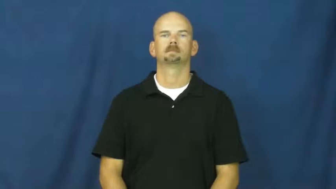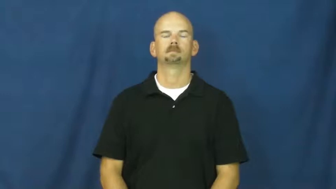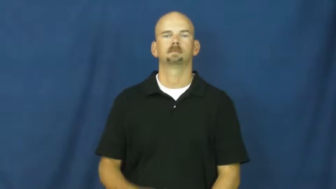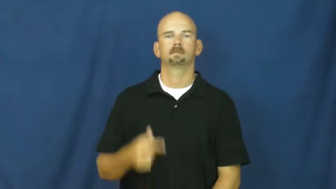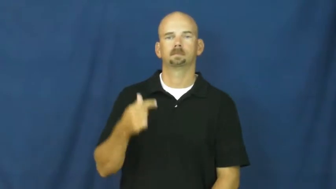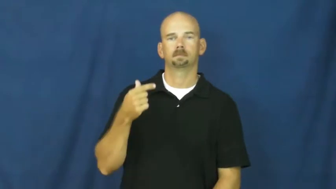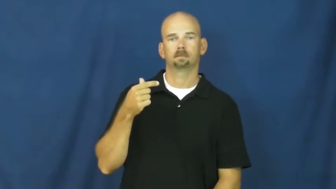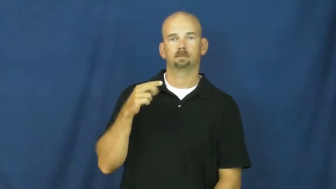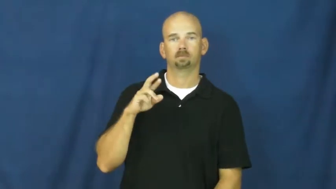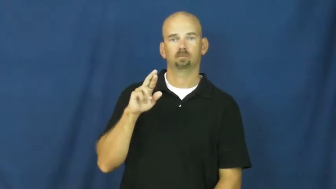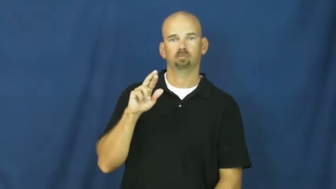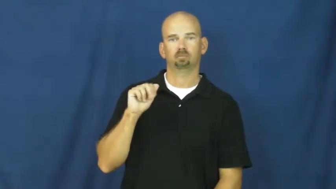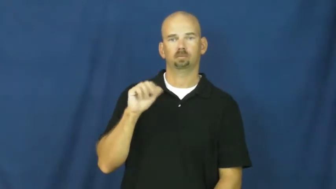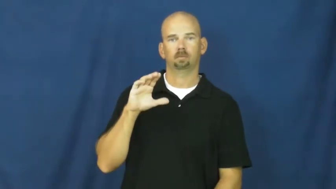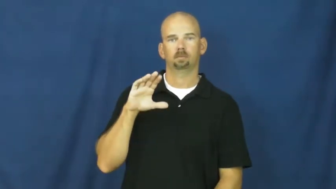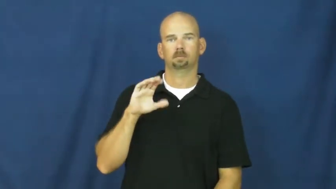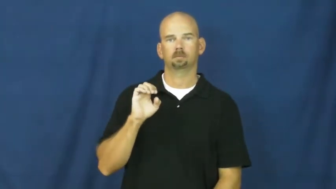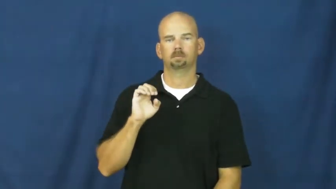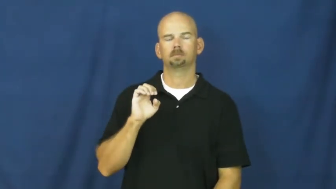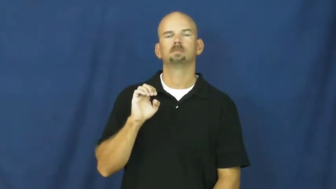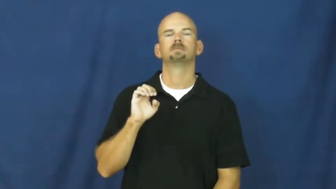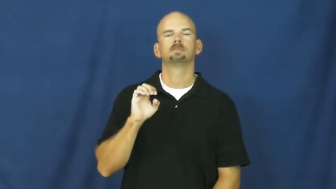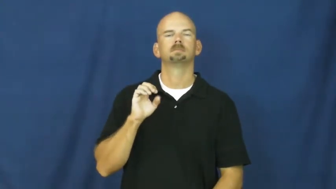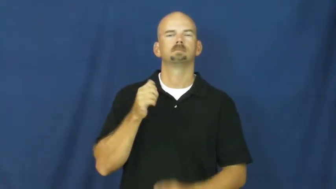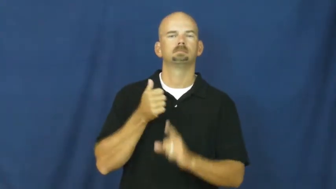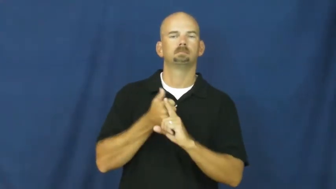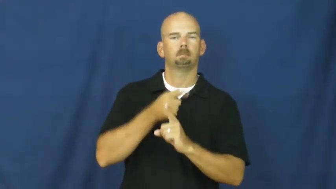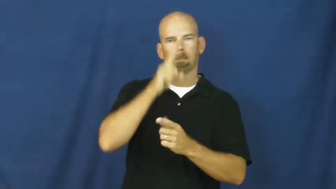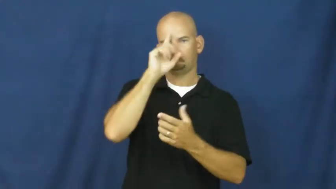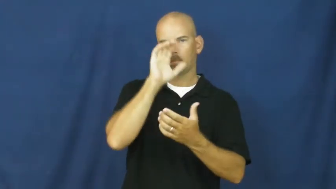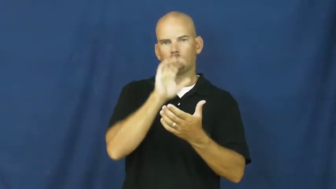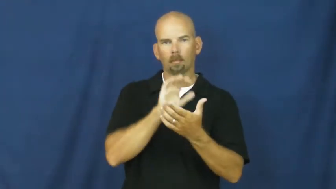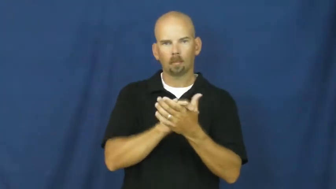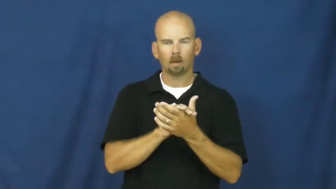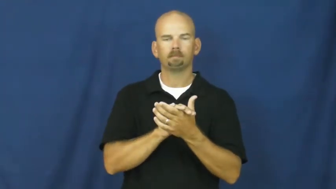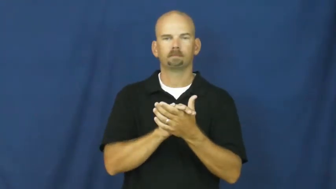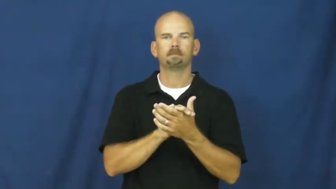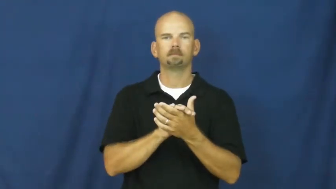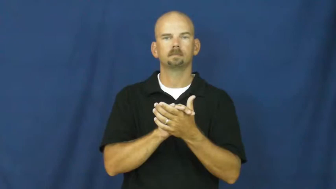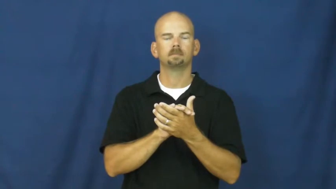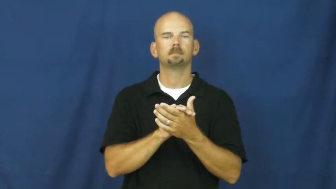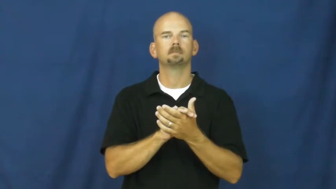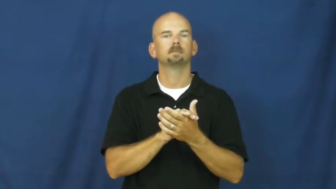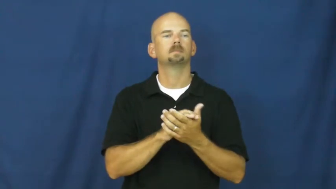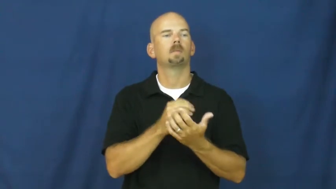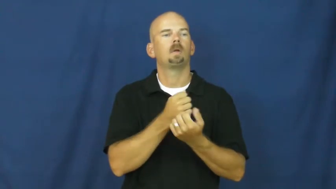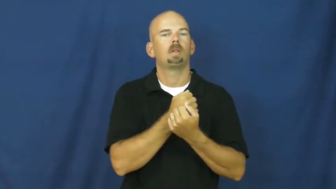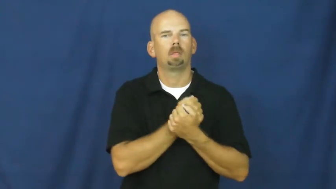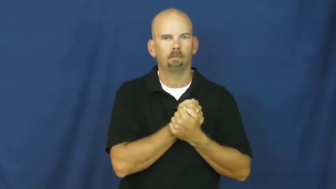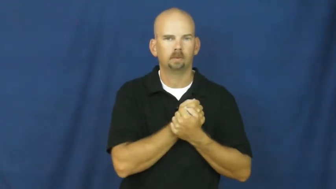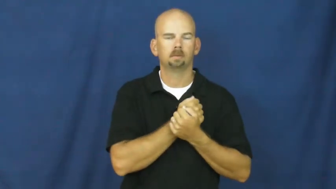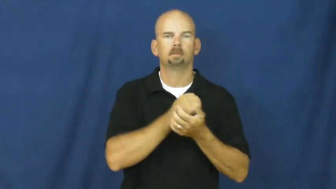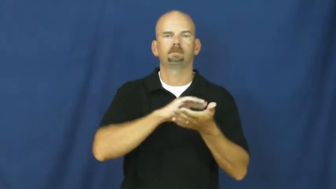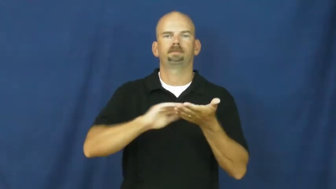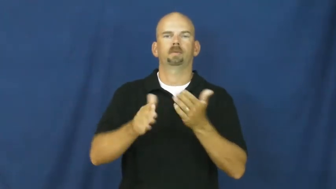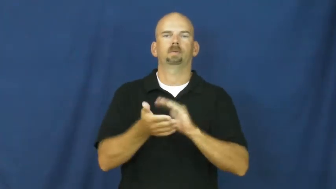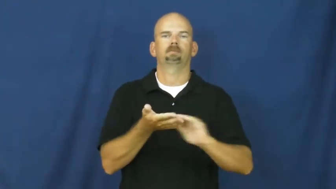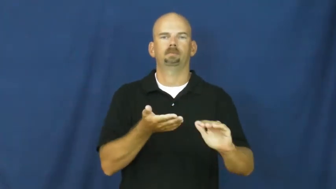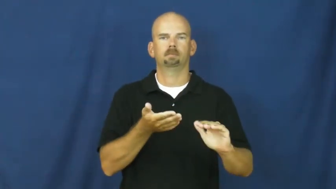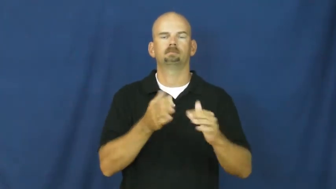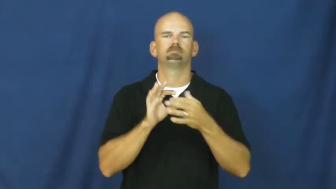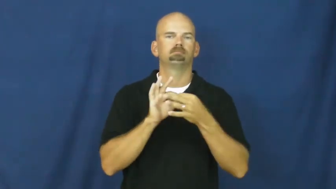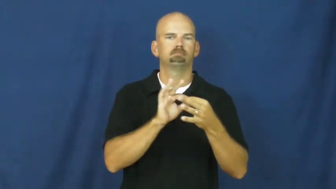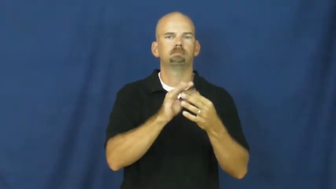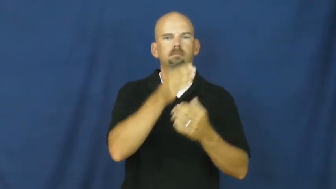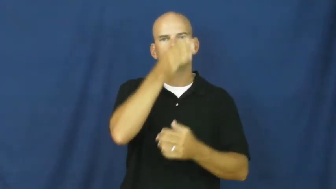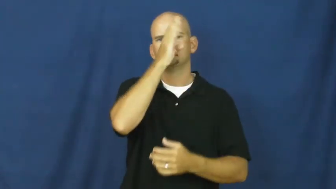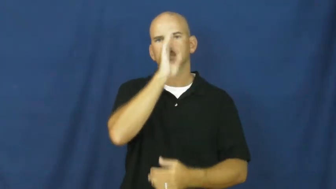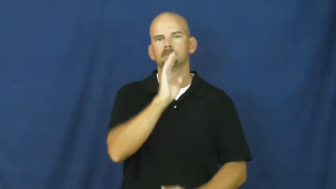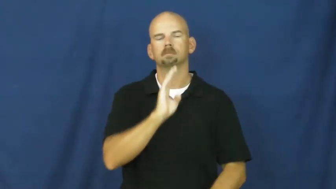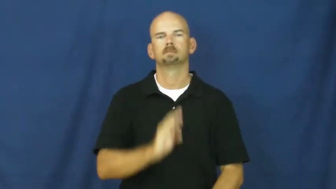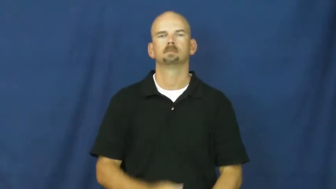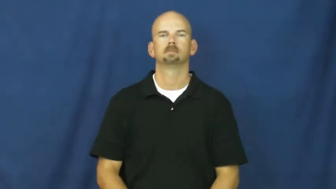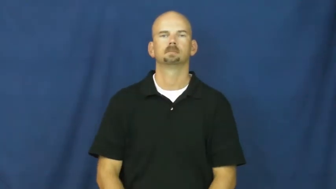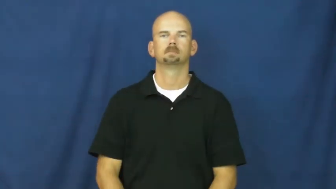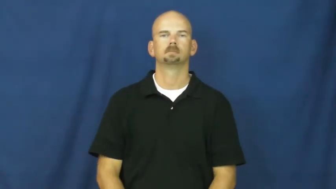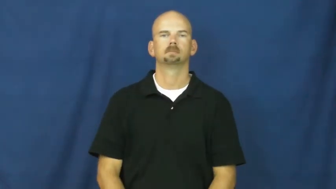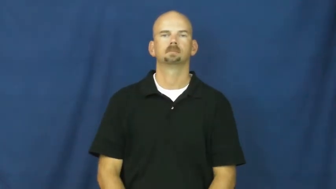grace-religion